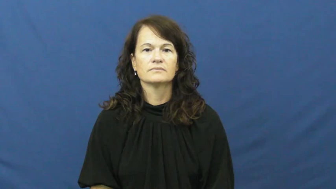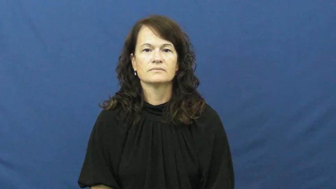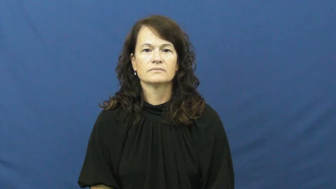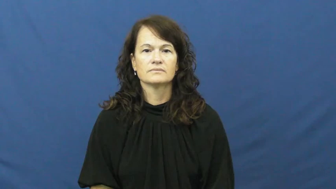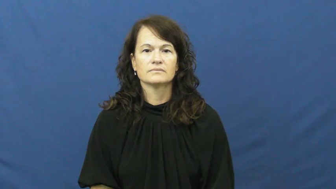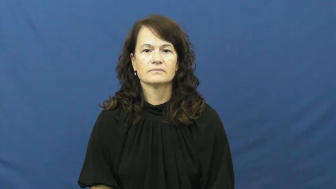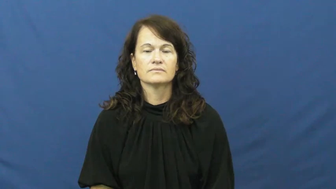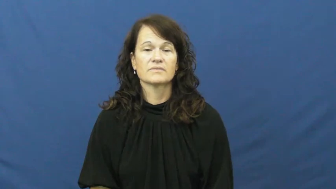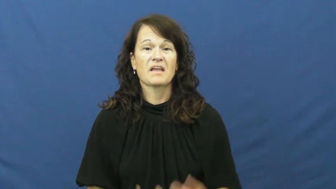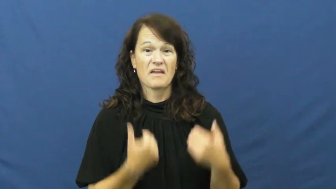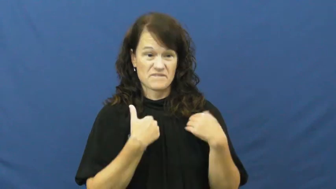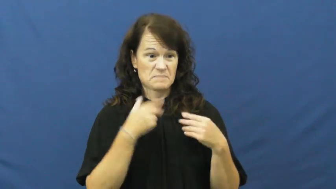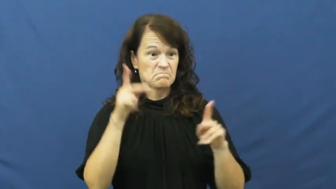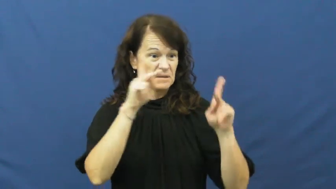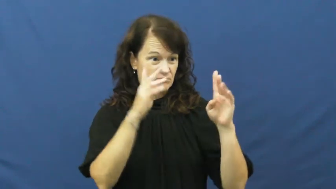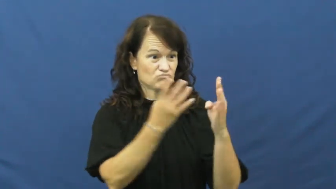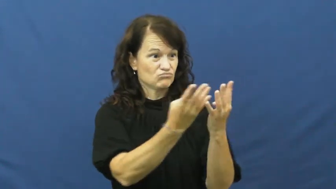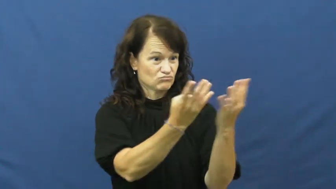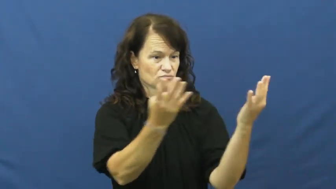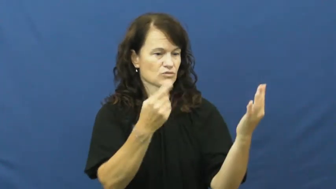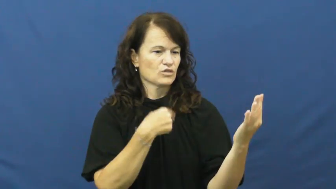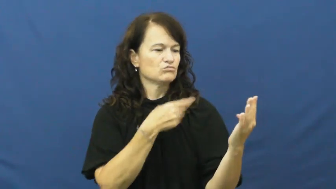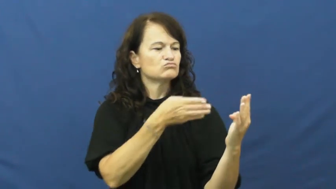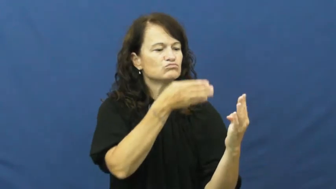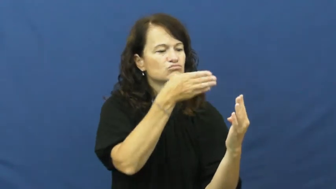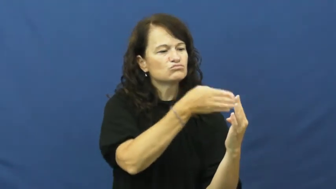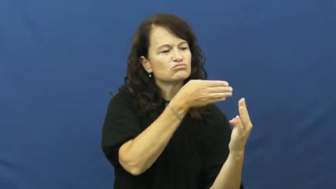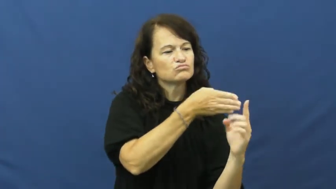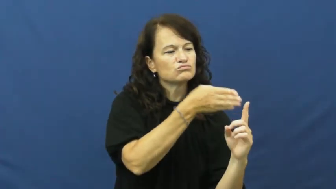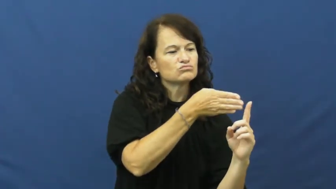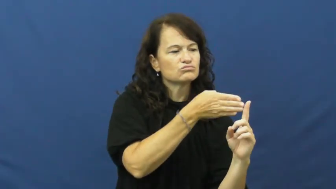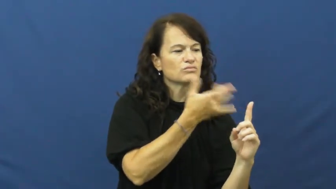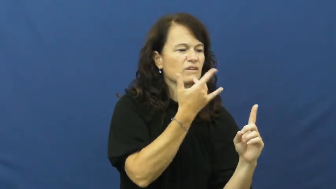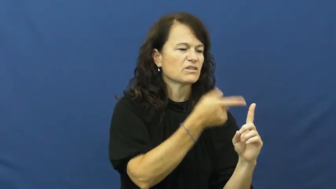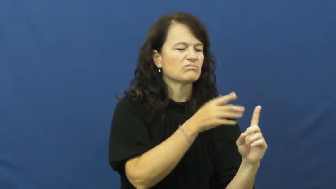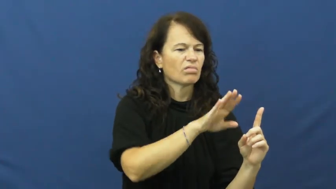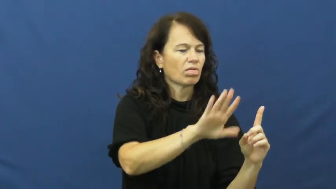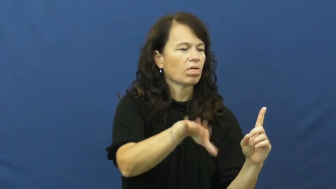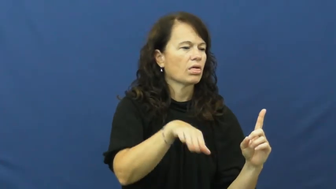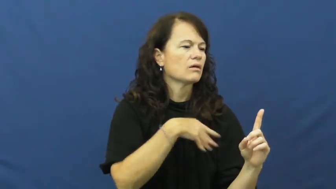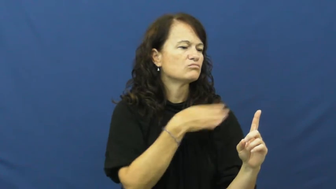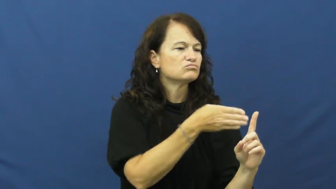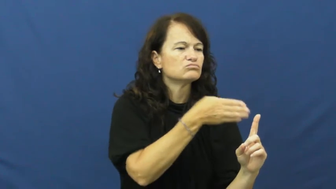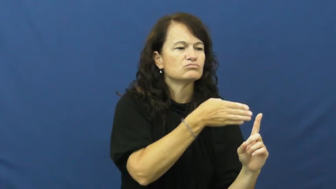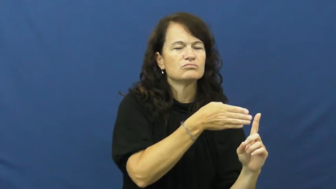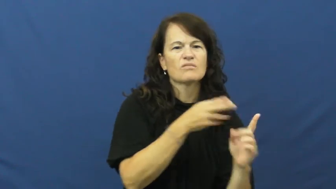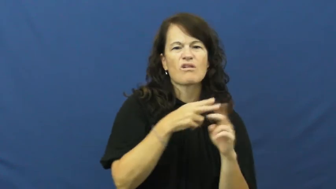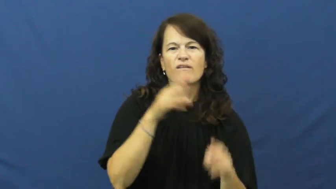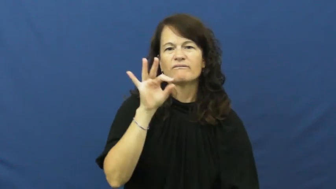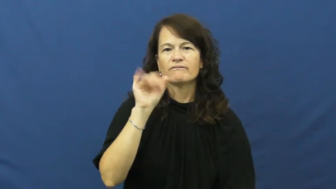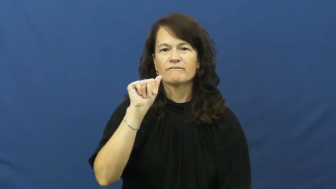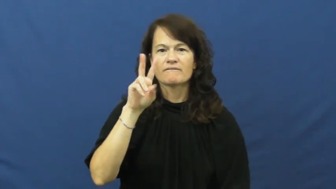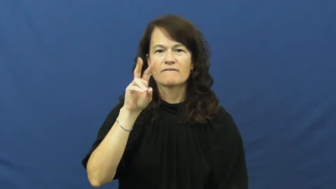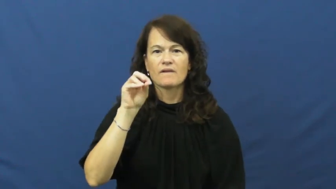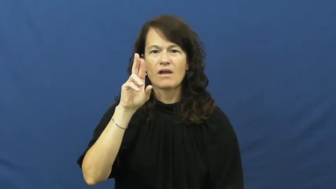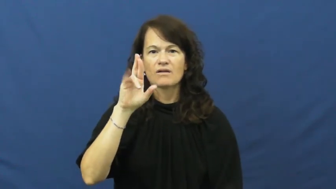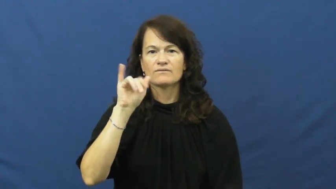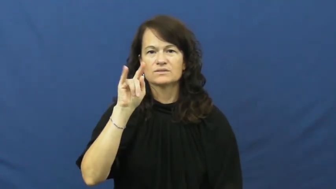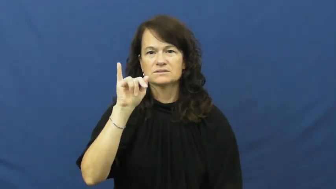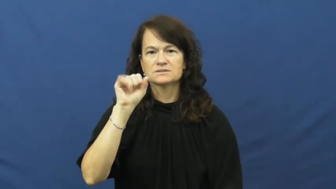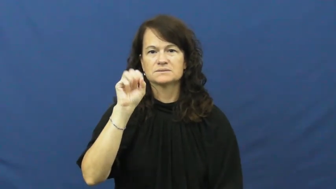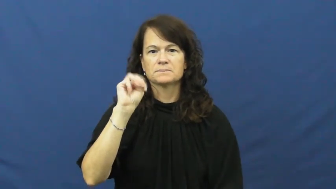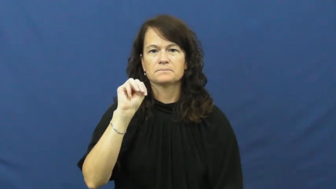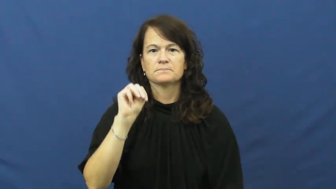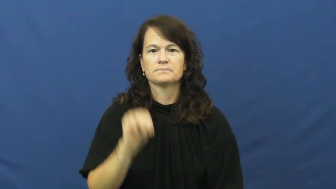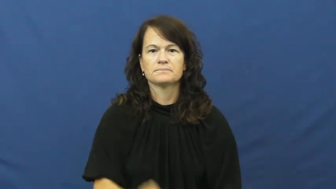favoritism